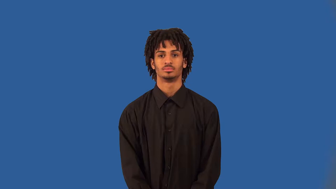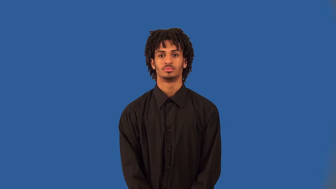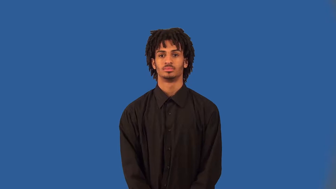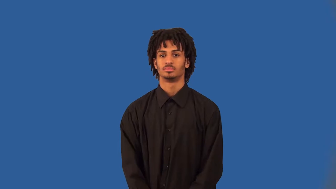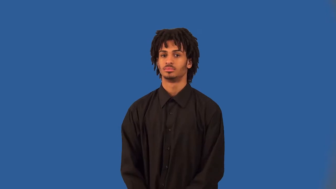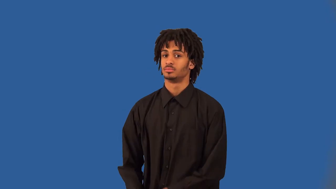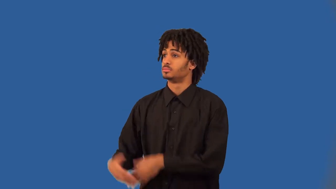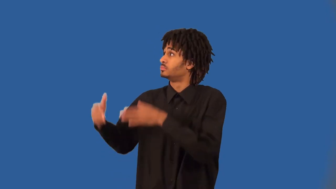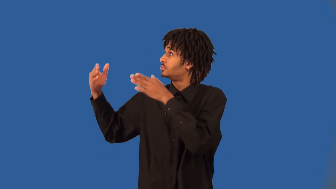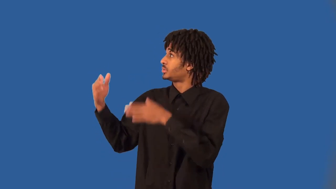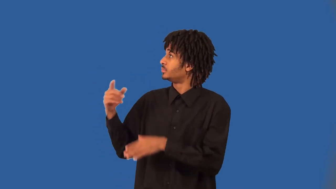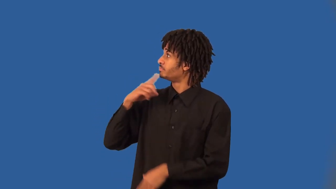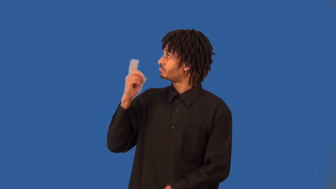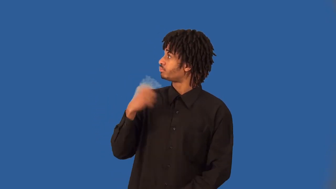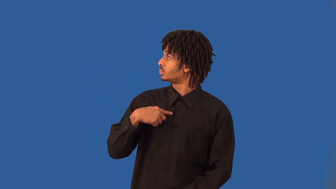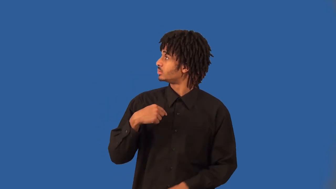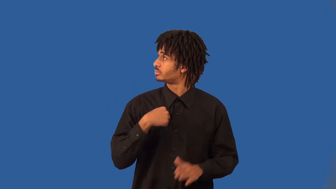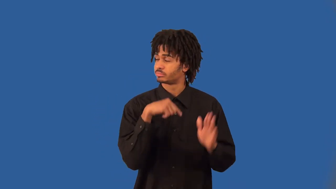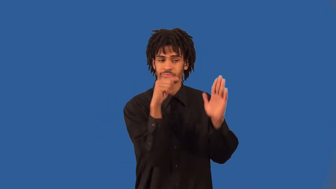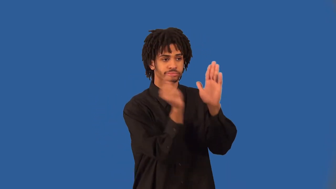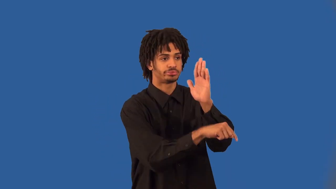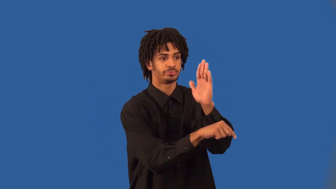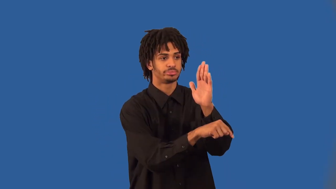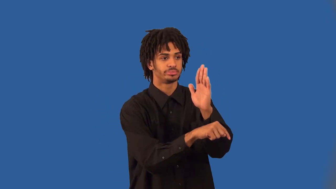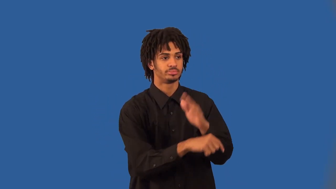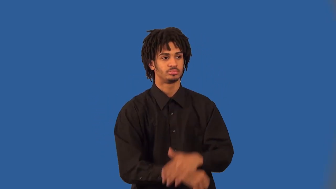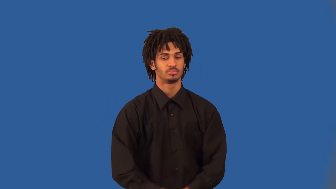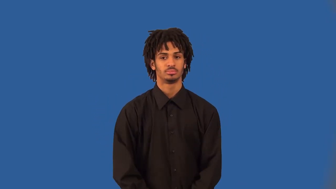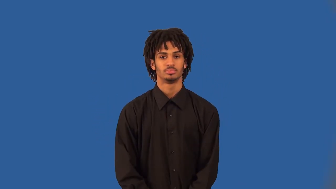executioner